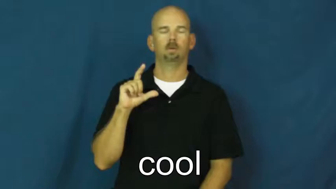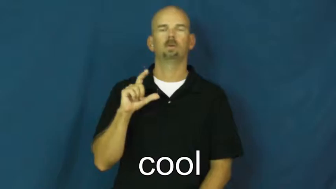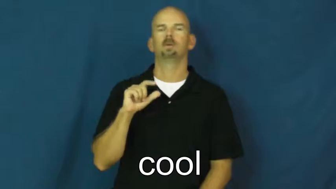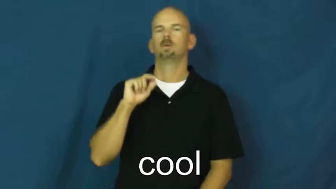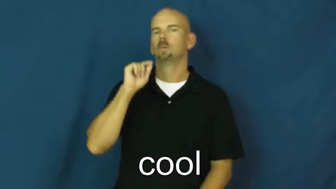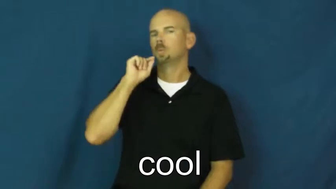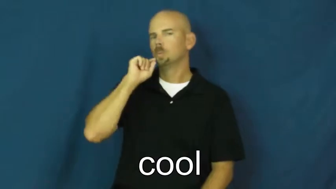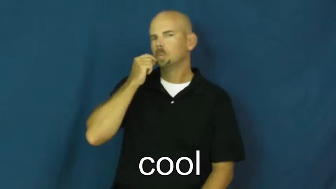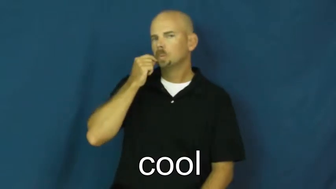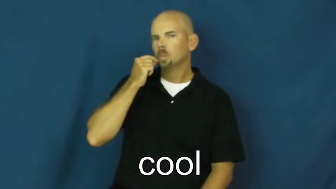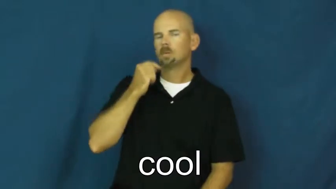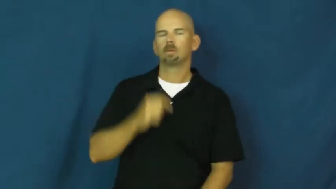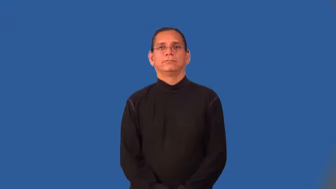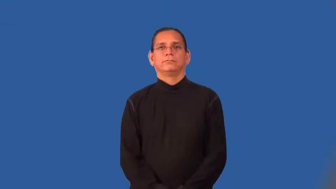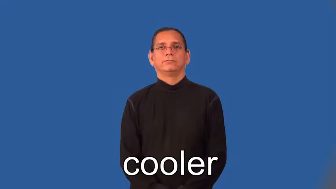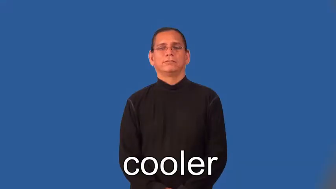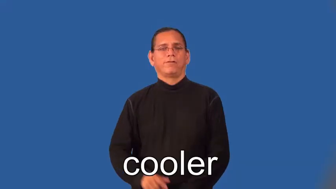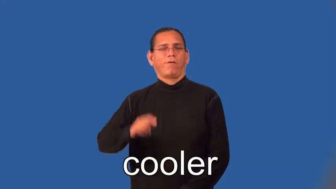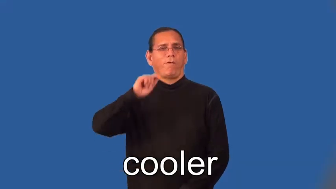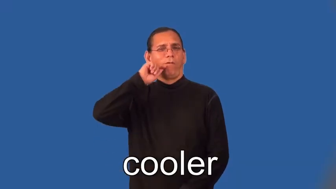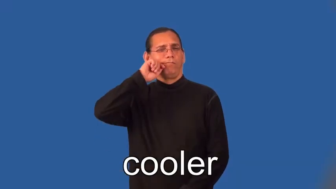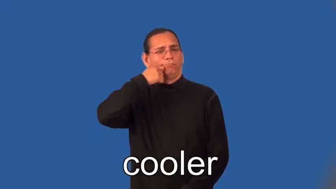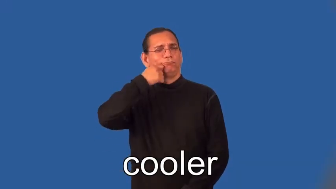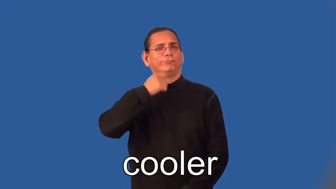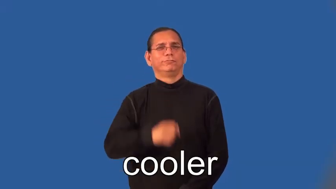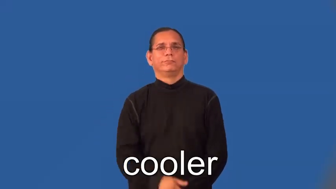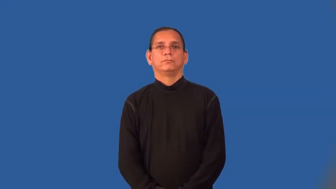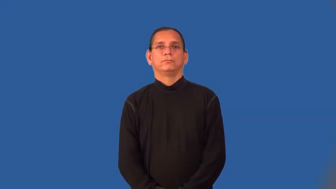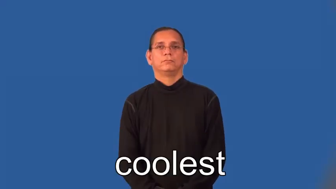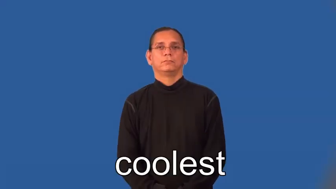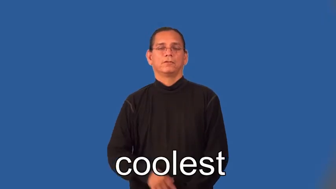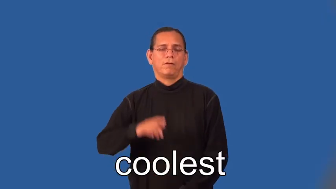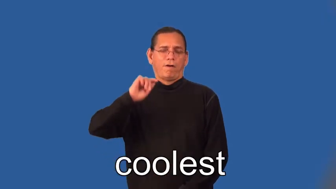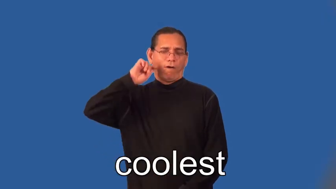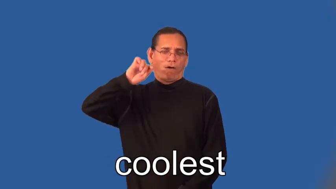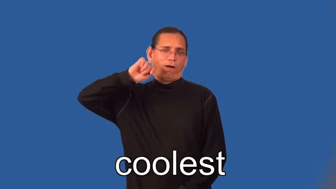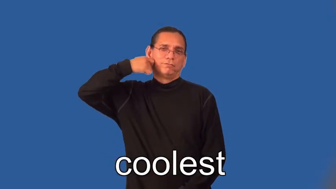cooler,coolest